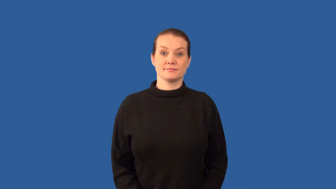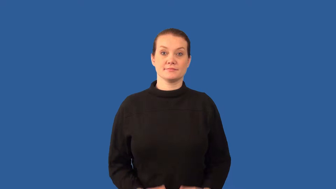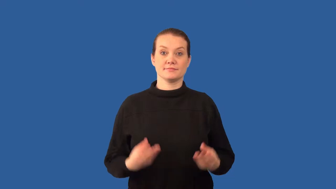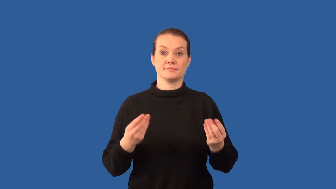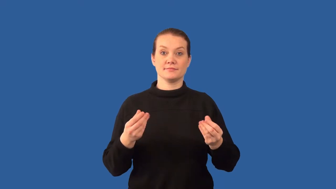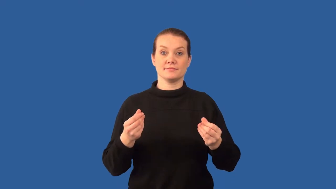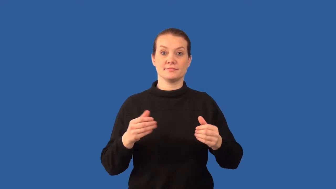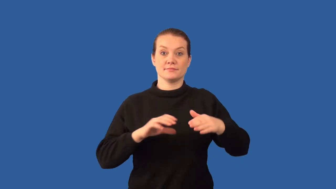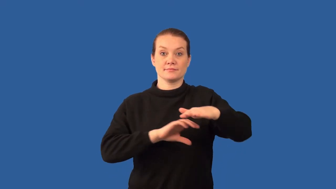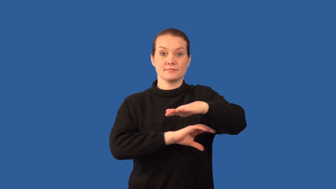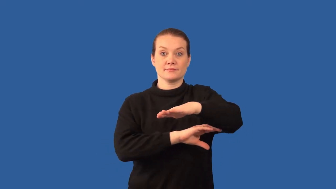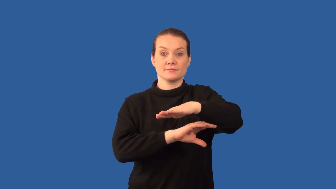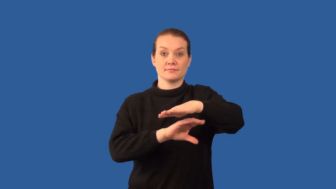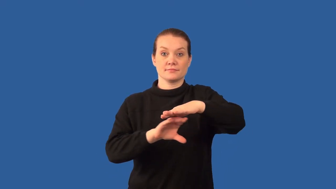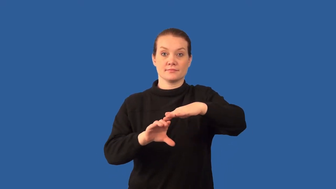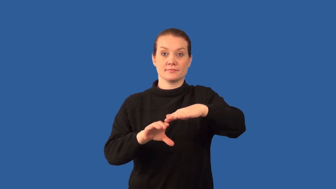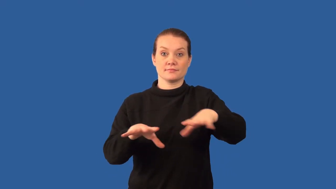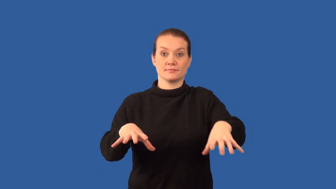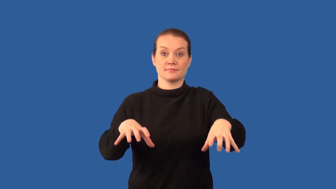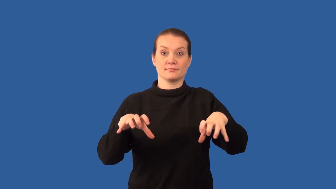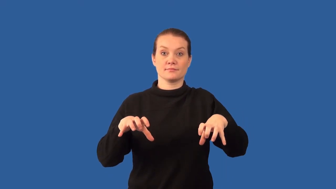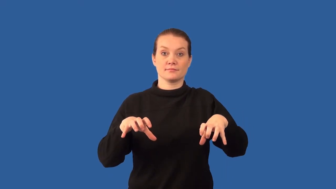permafrost